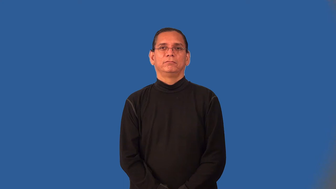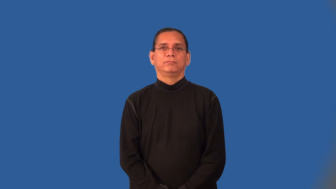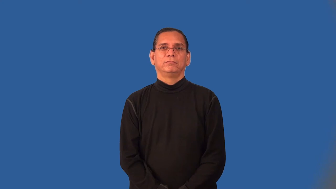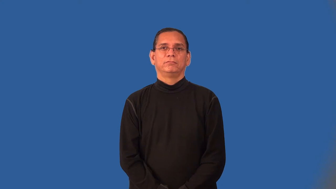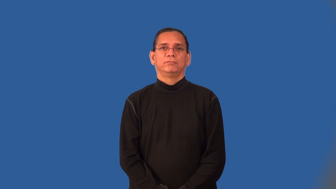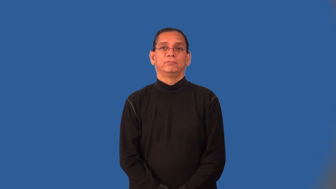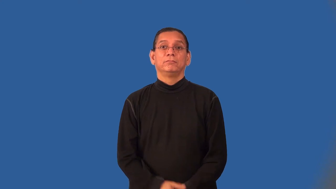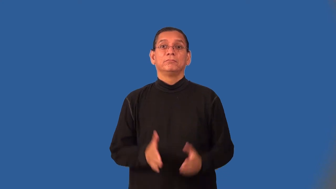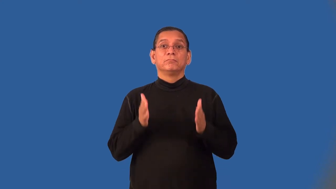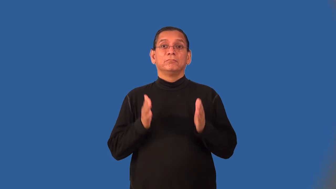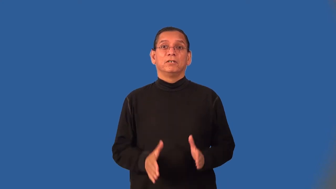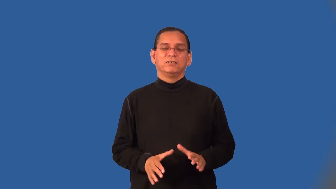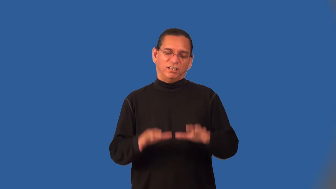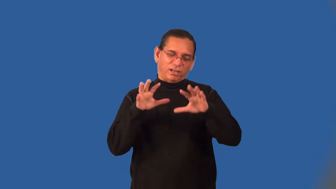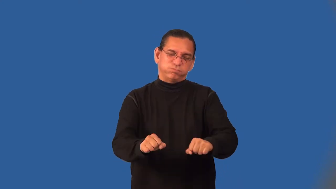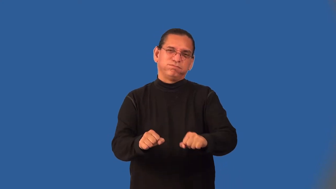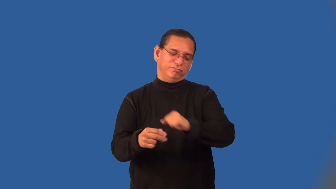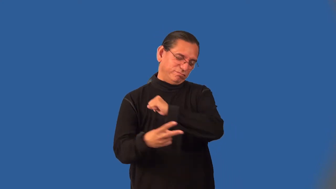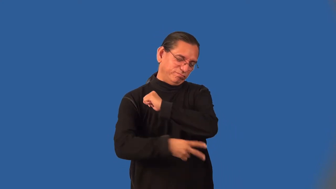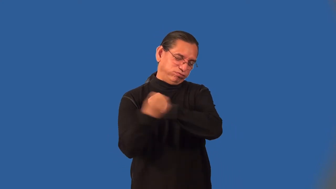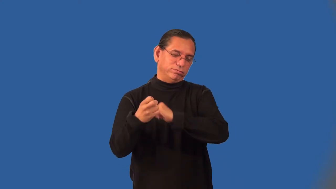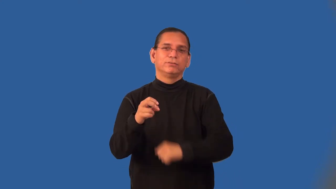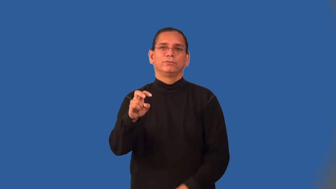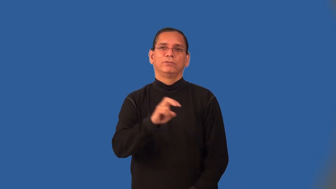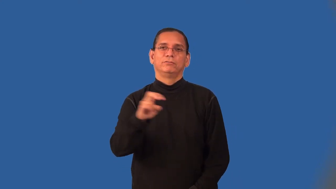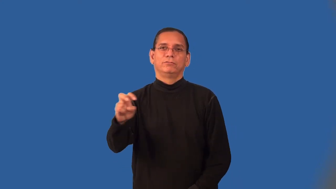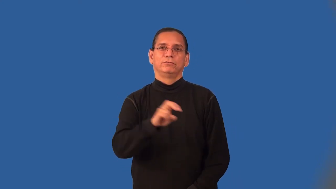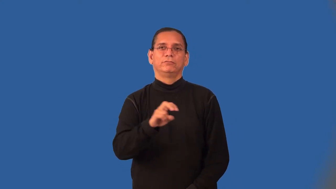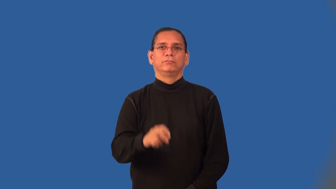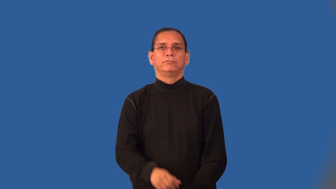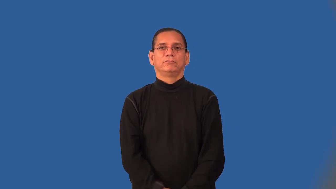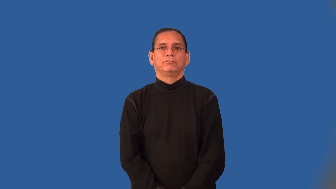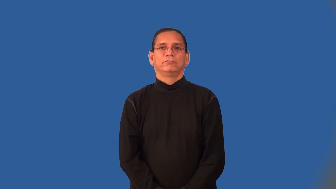hijacker